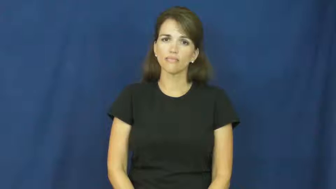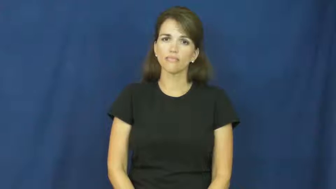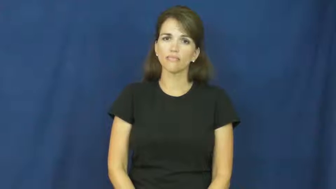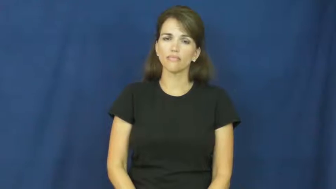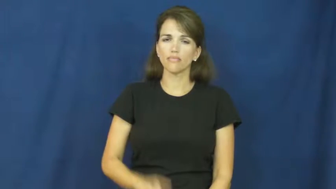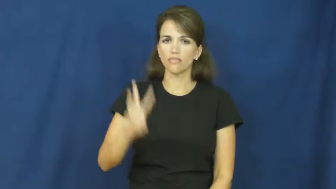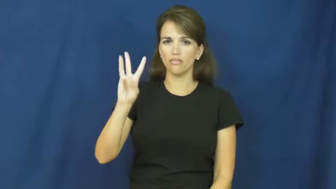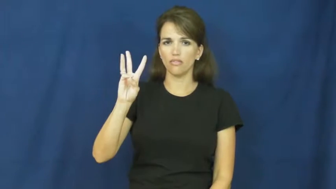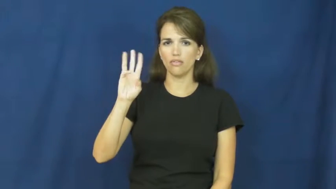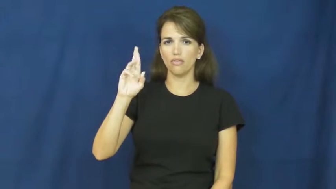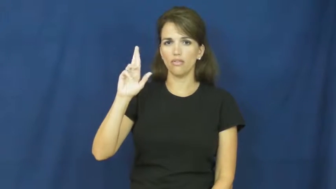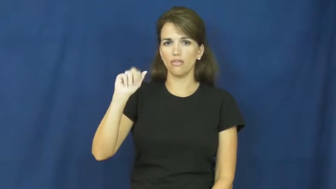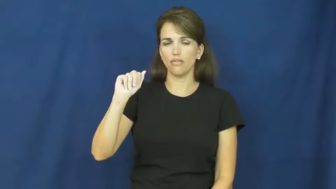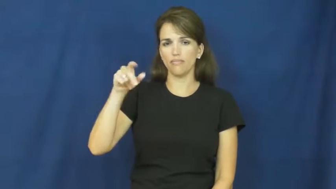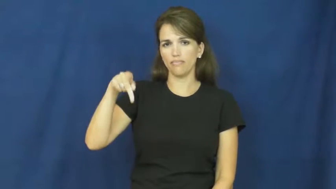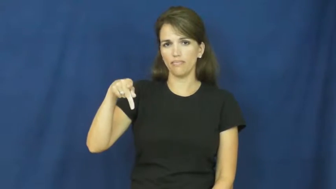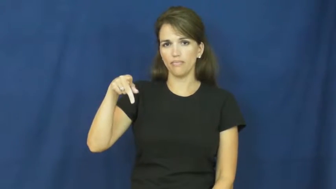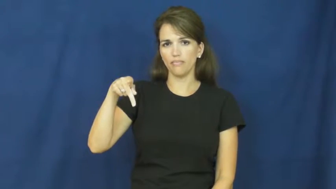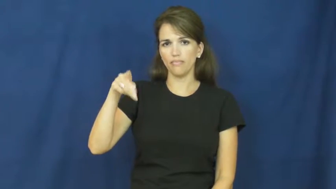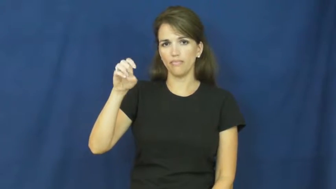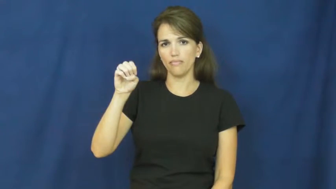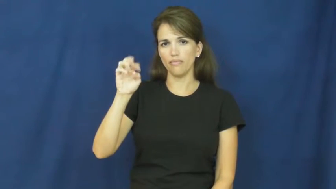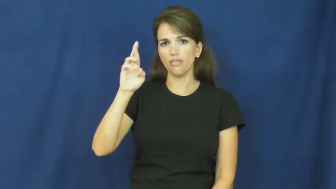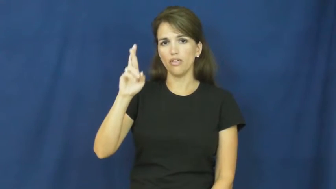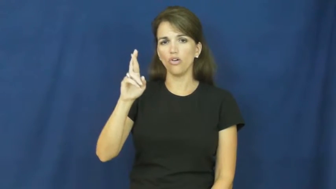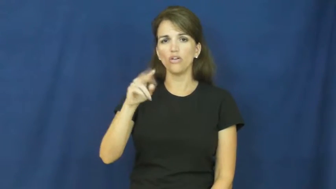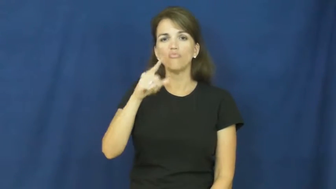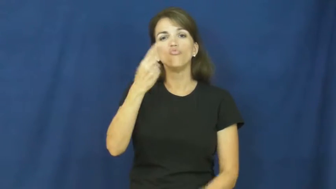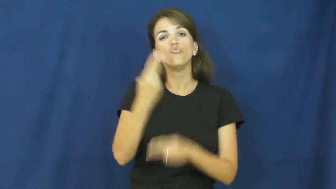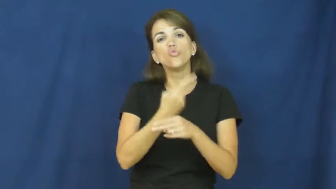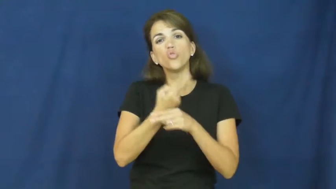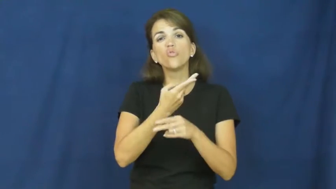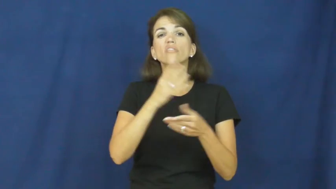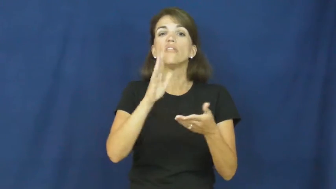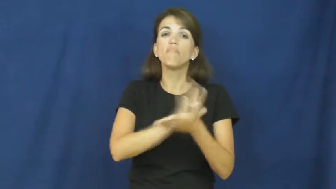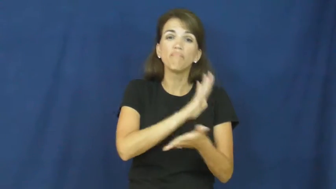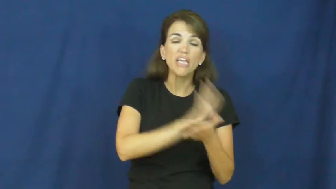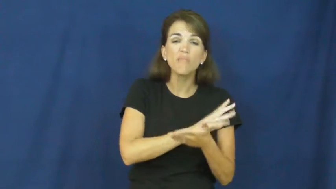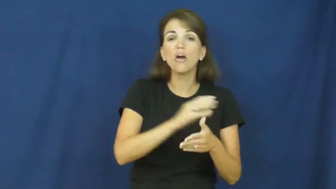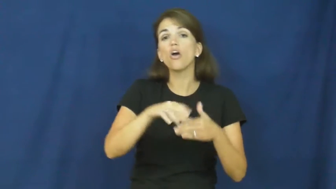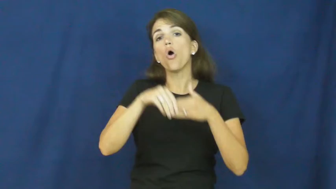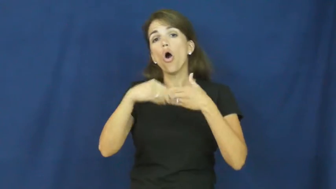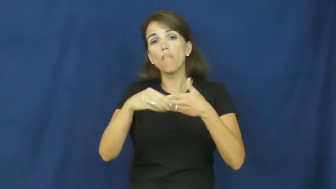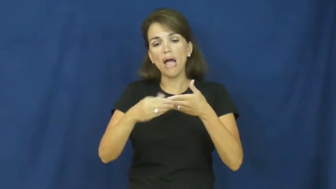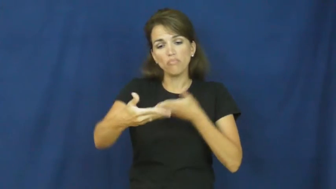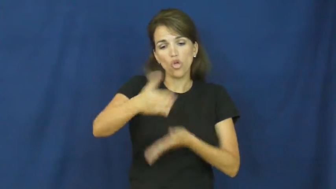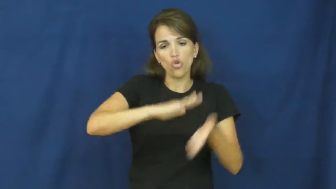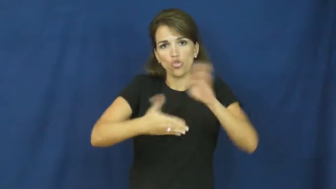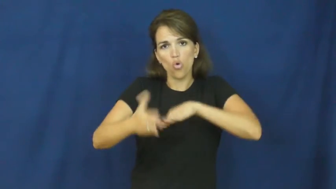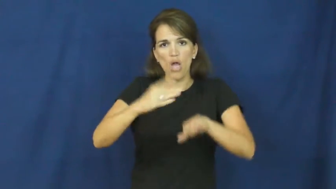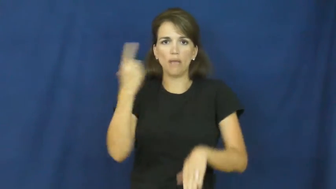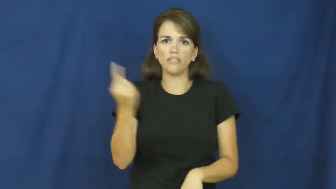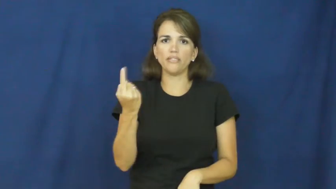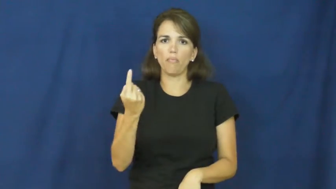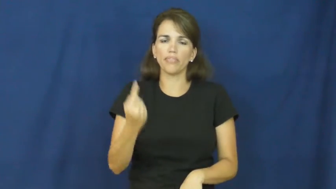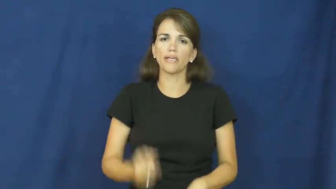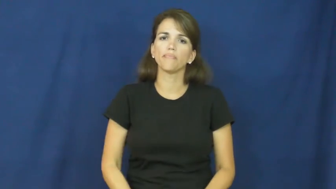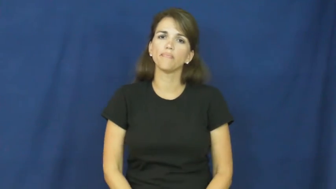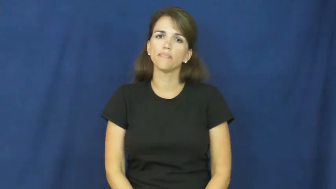wrapper